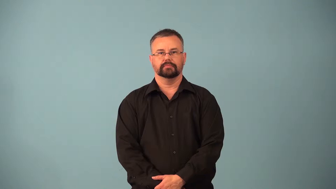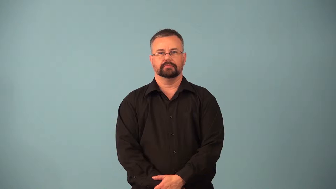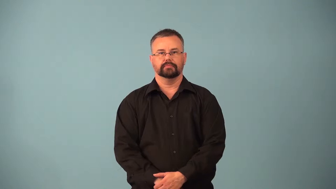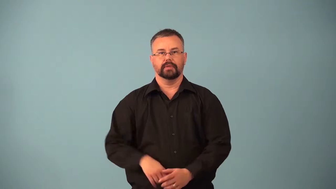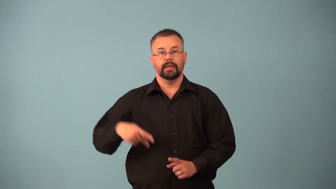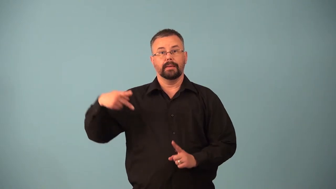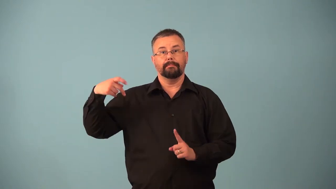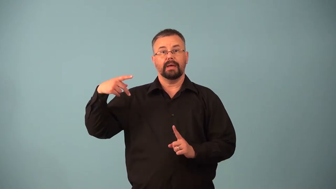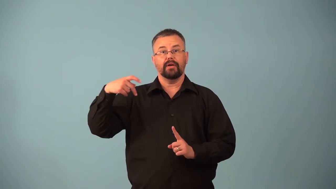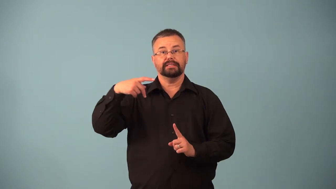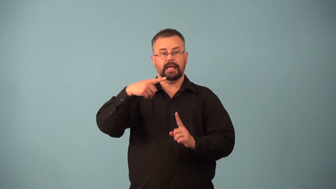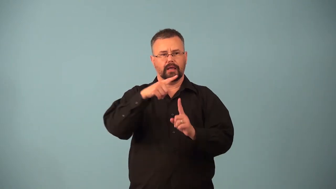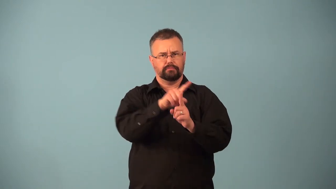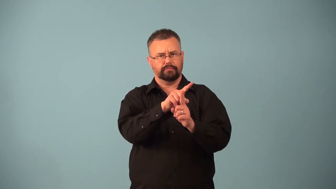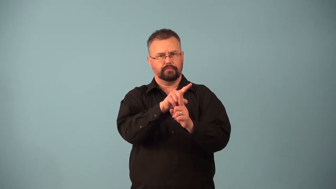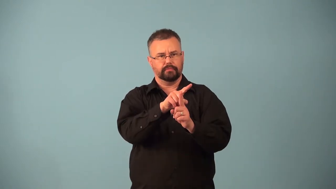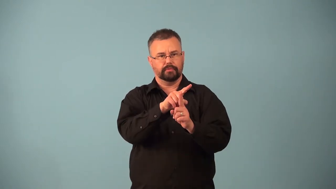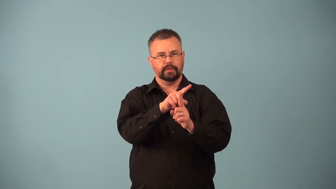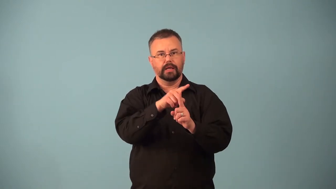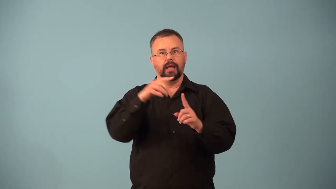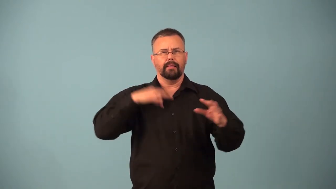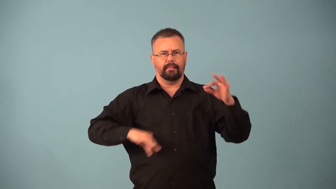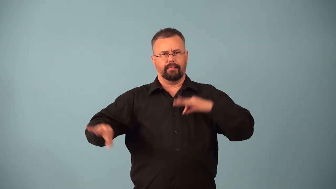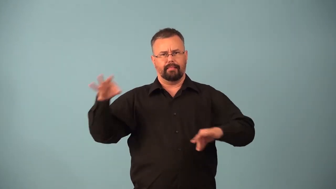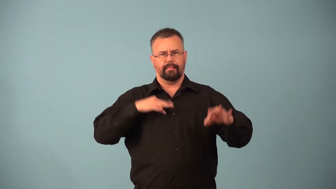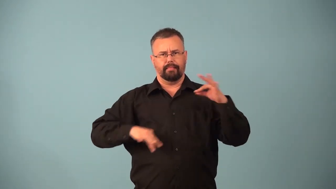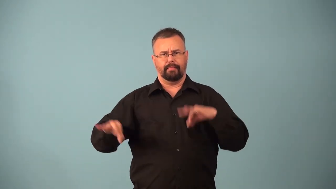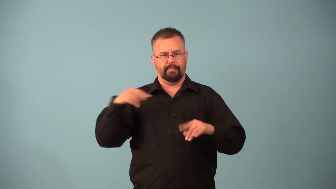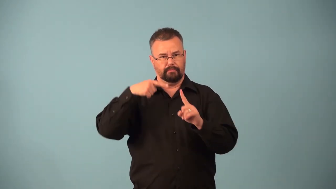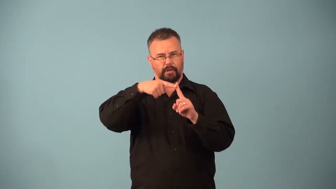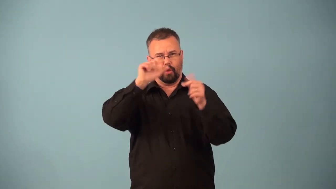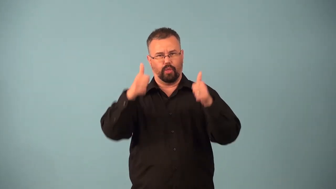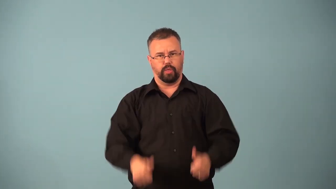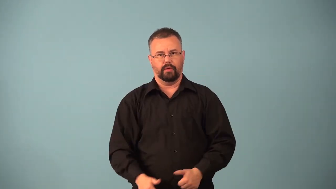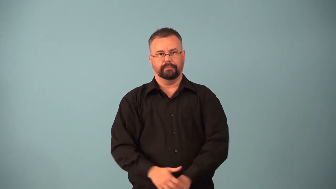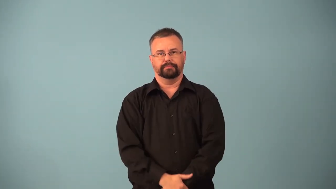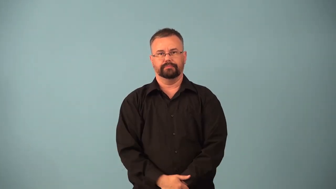parasitism